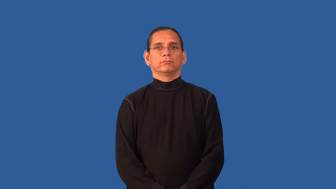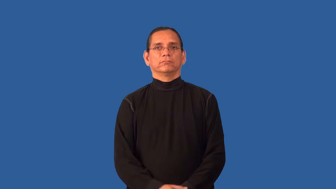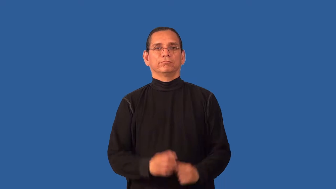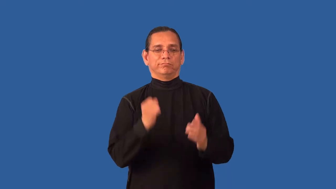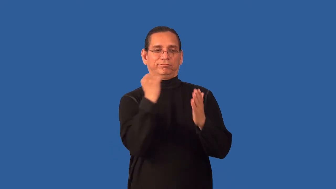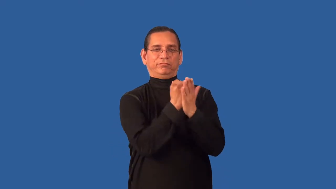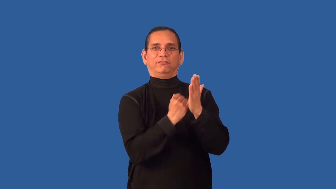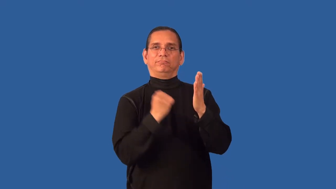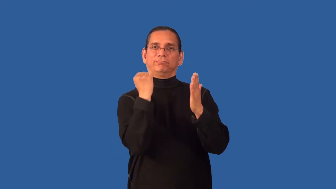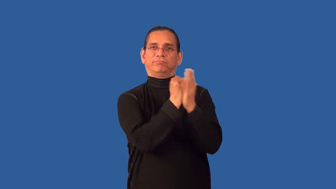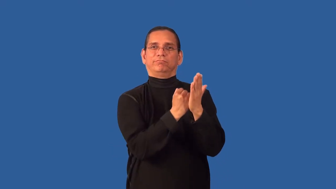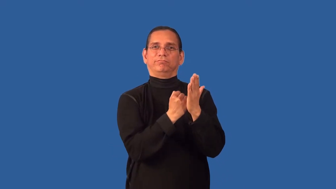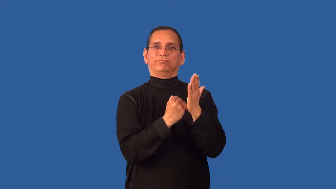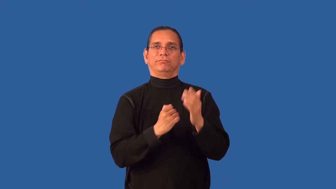backstab,shaft